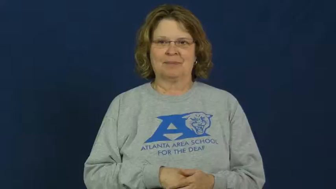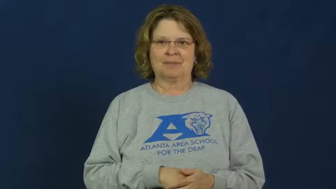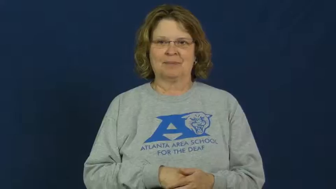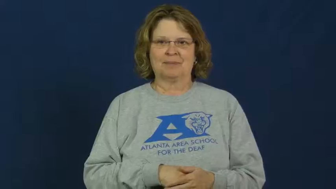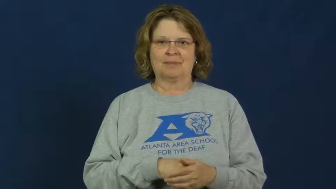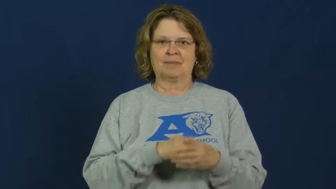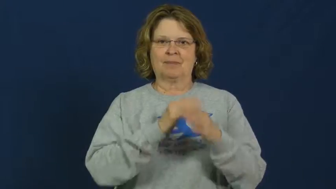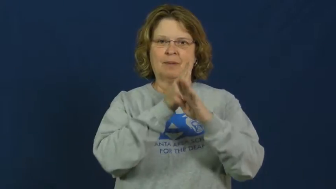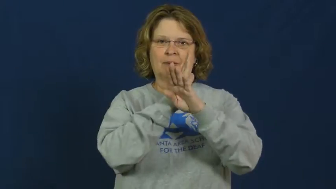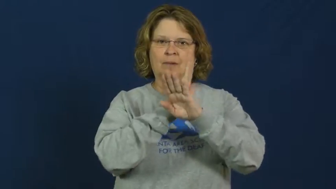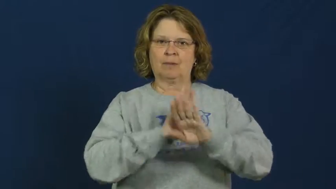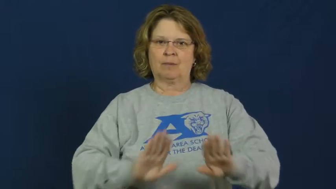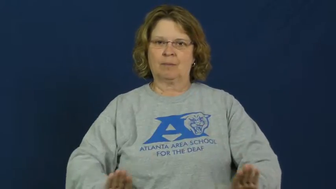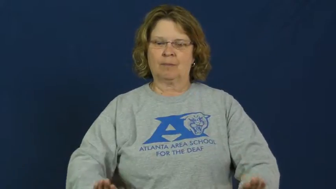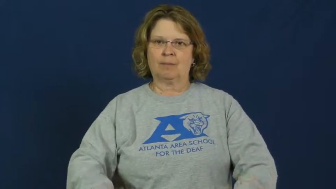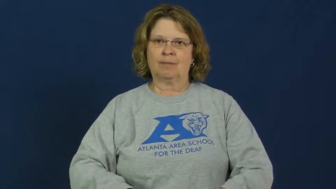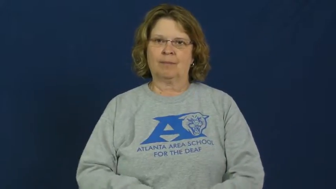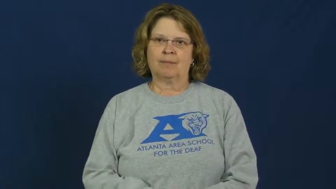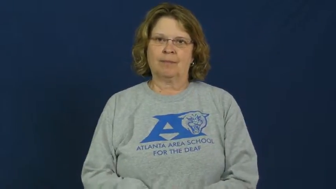pull yourself together